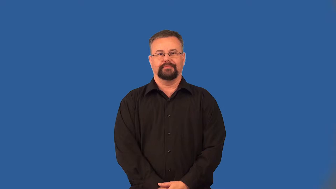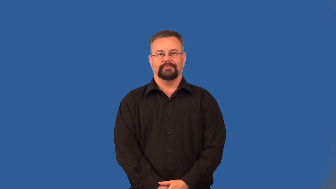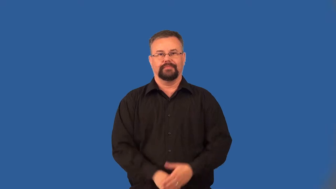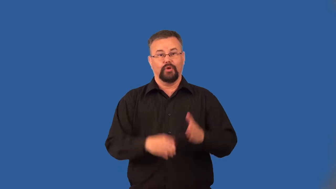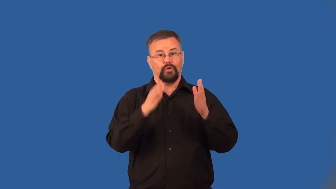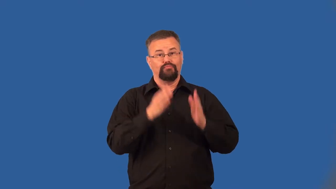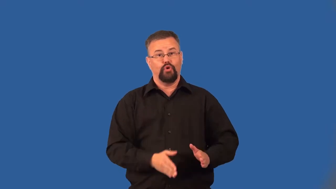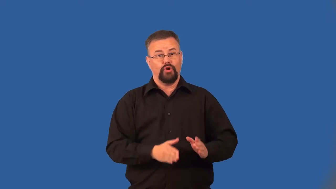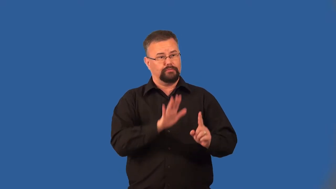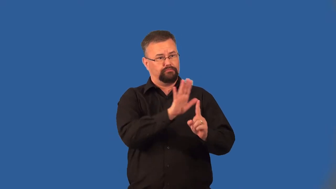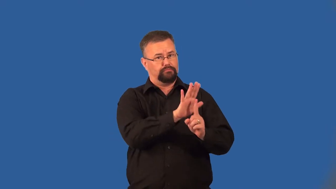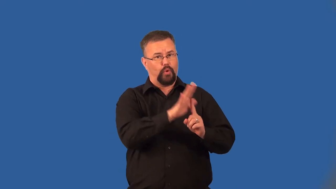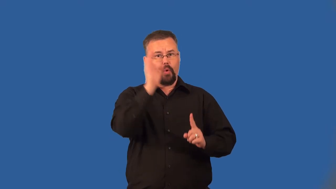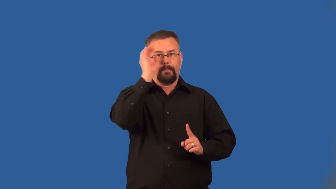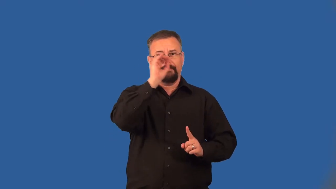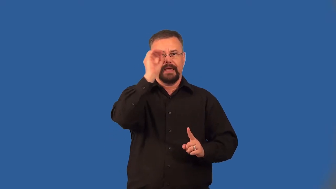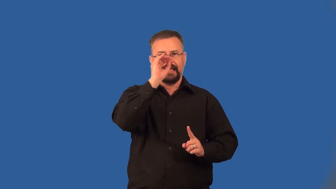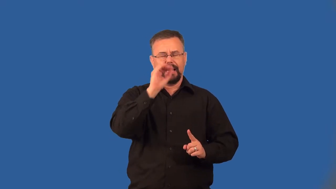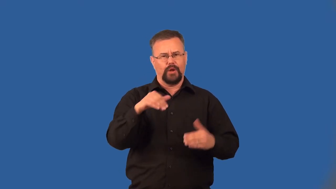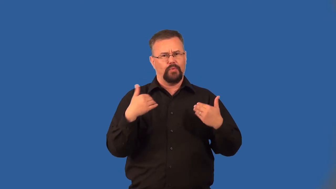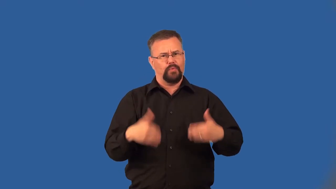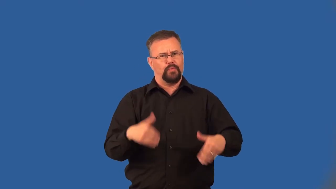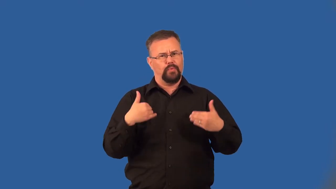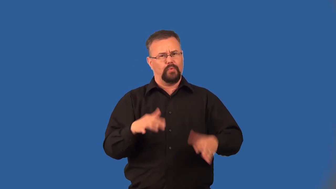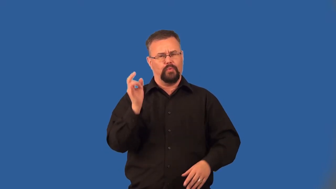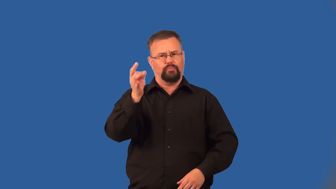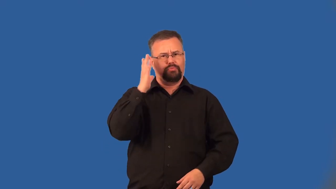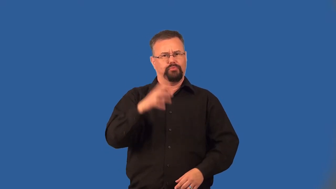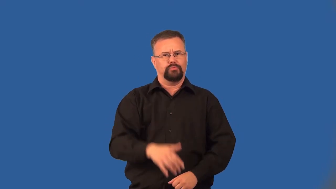extremist